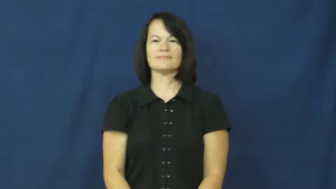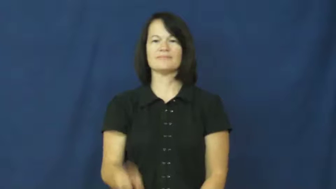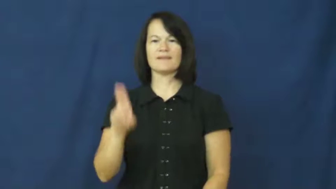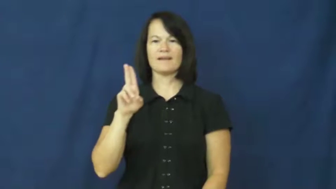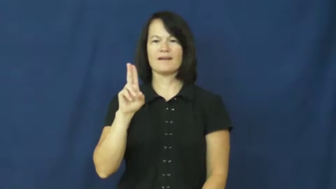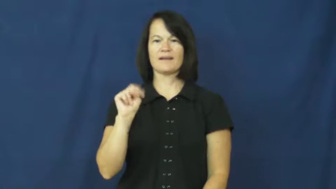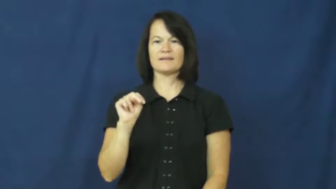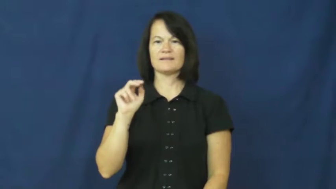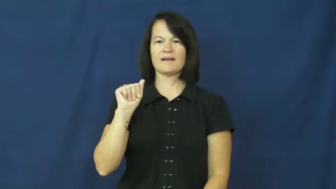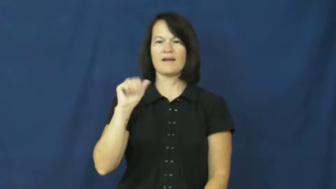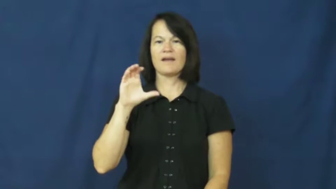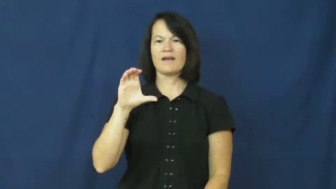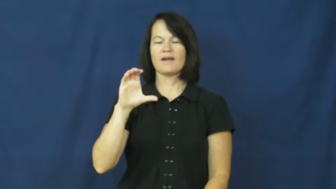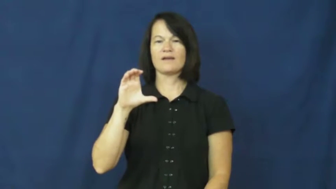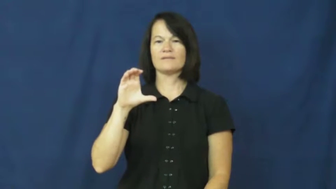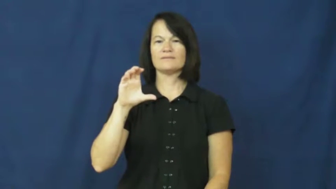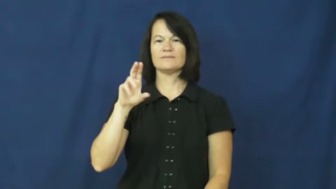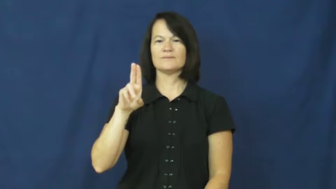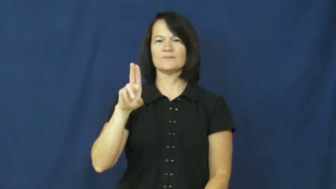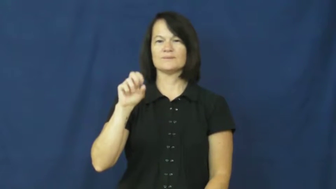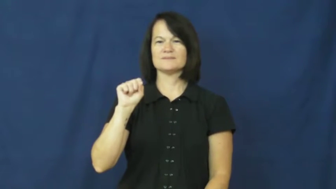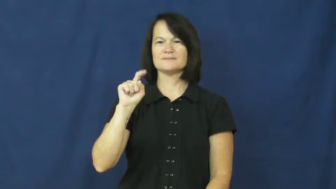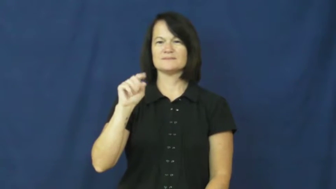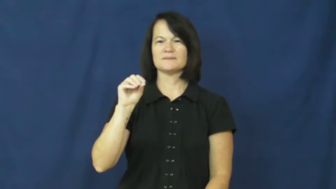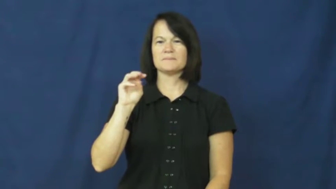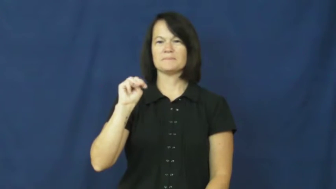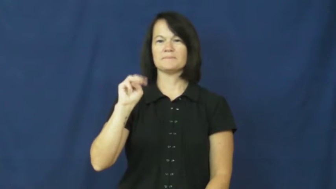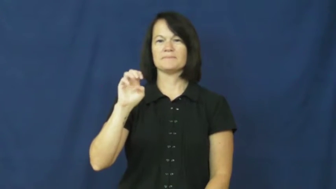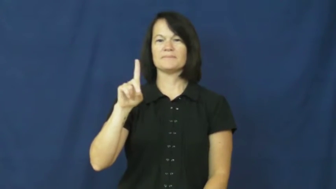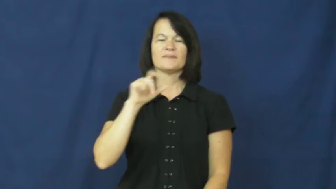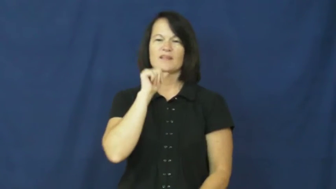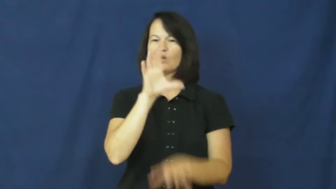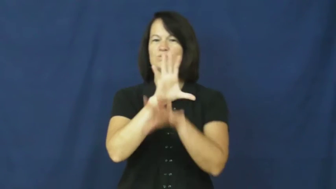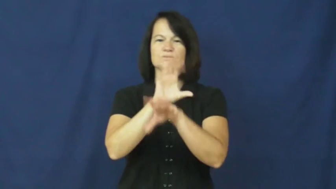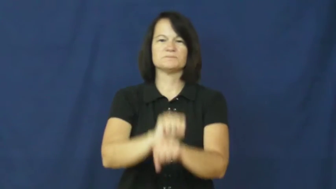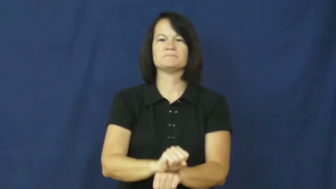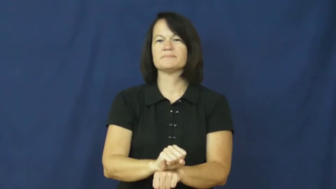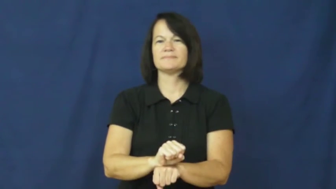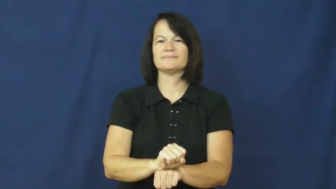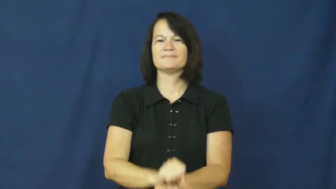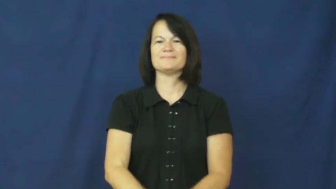unaccustomed